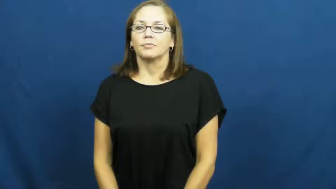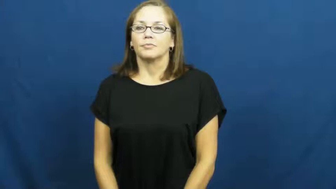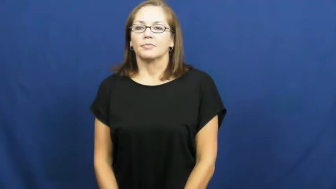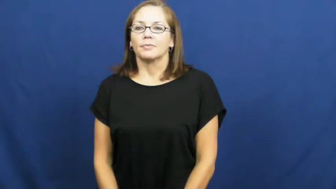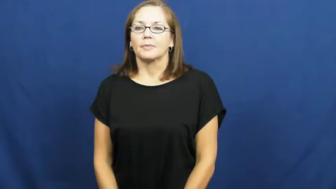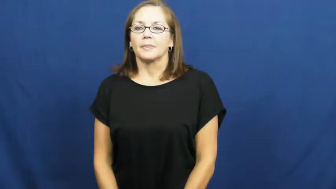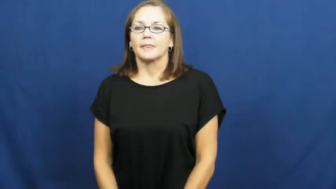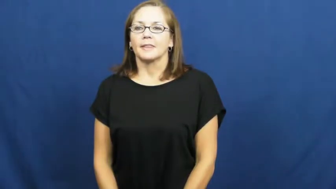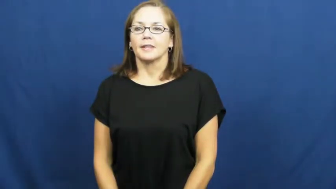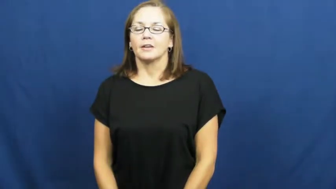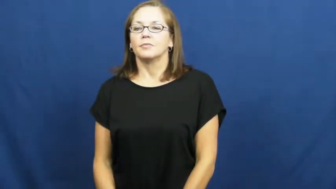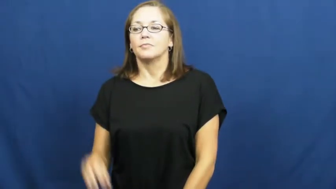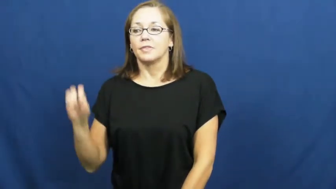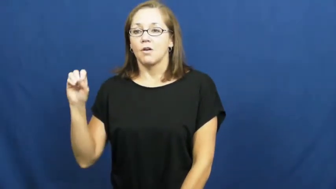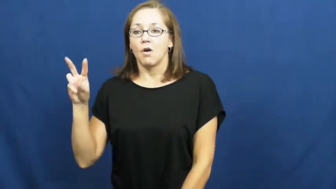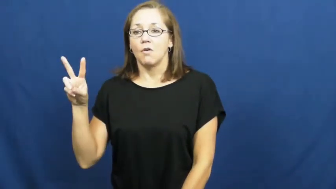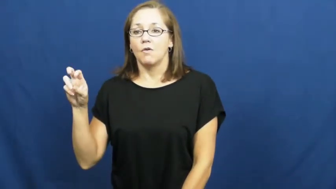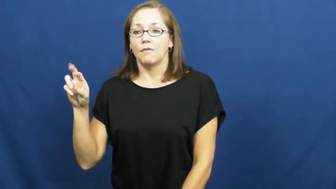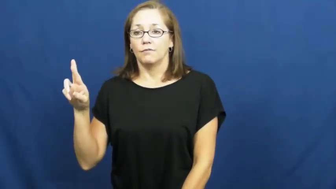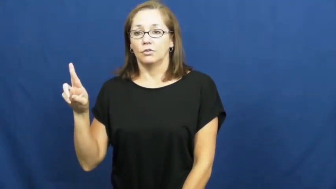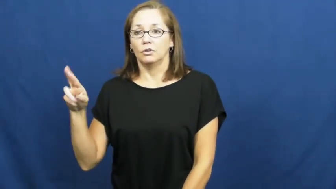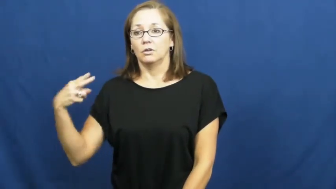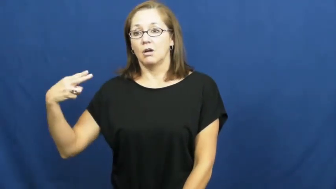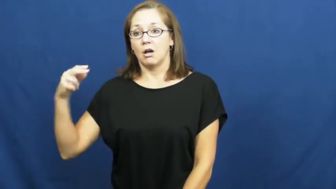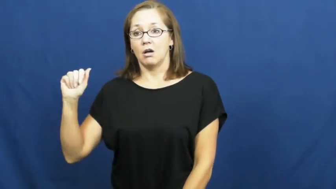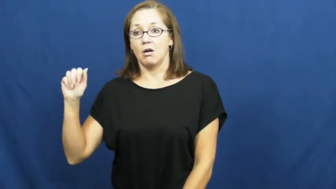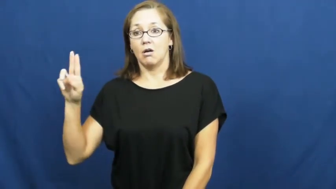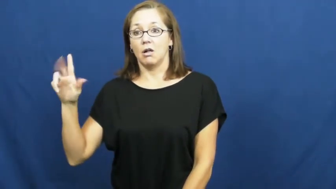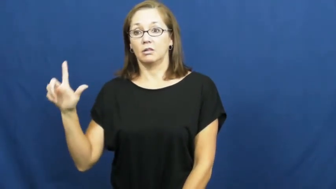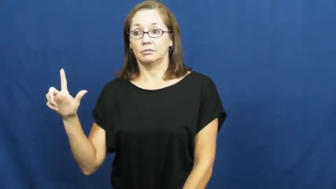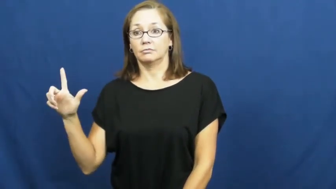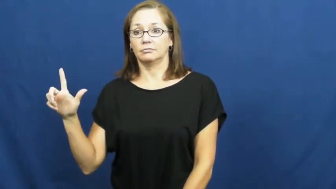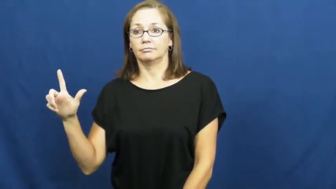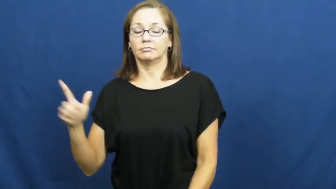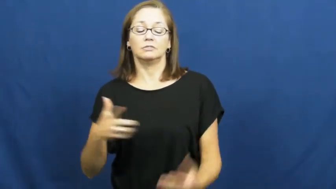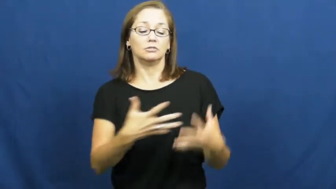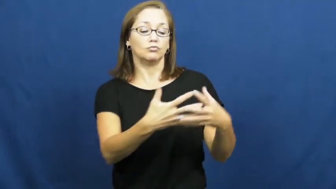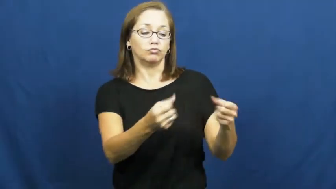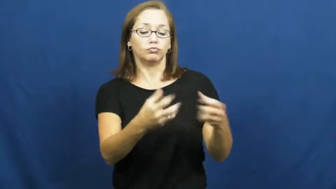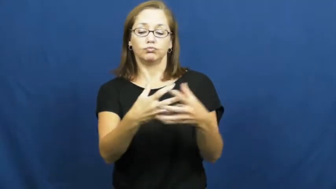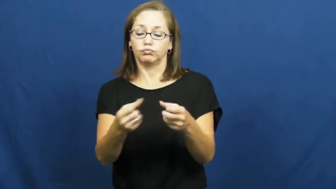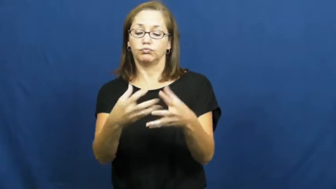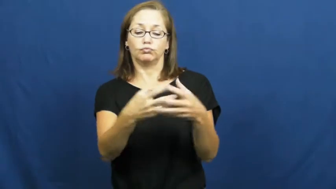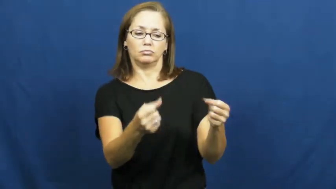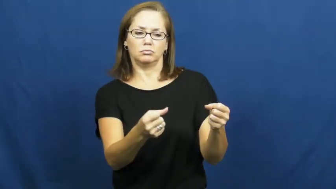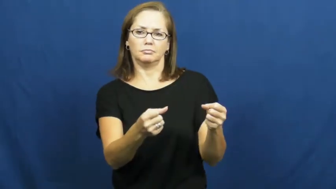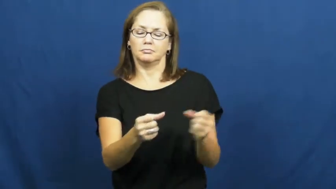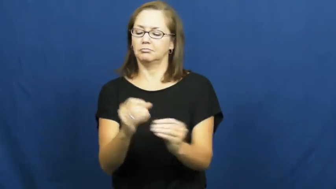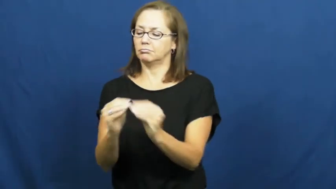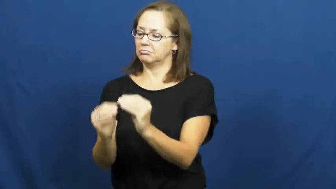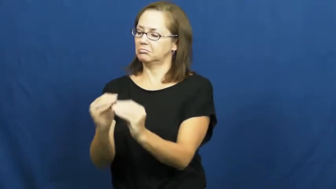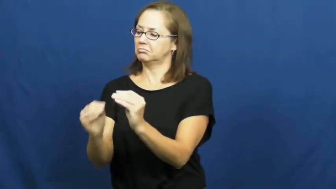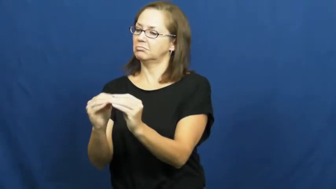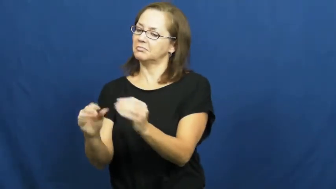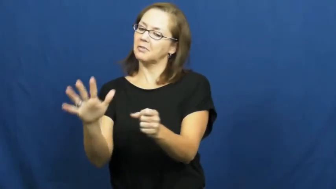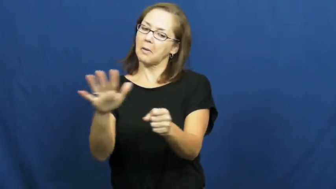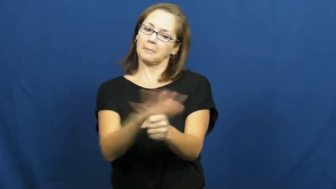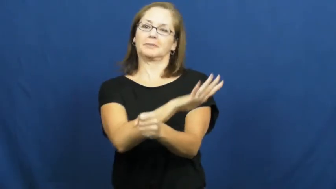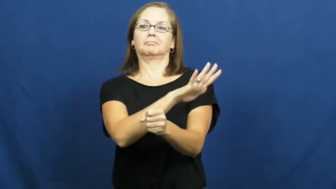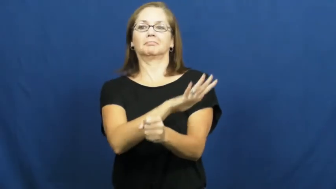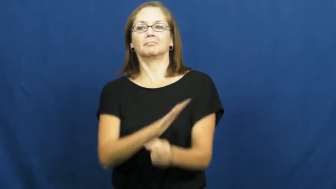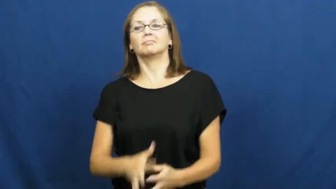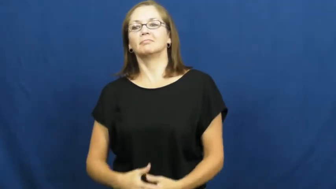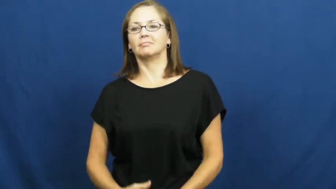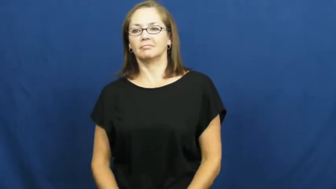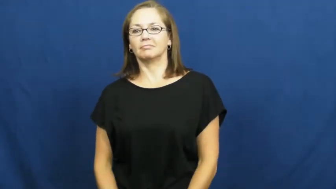overhaul